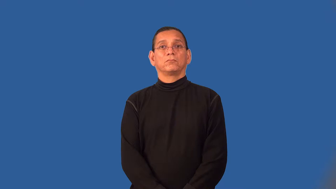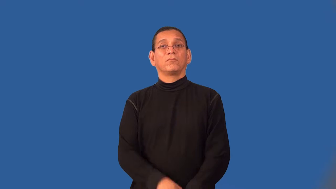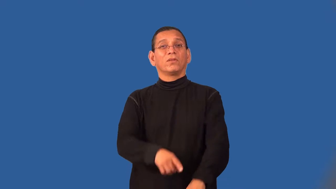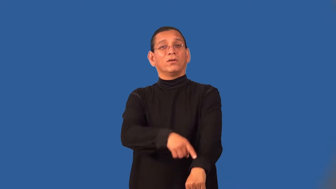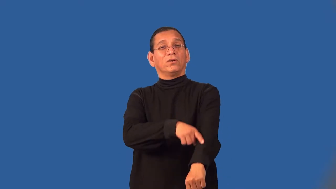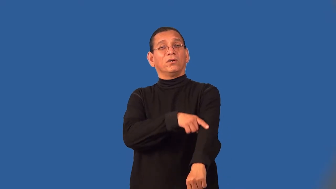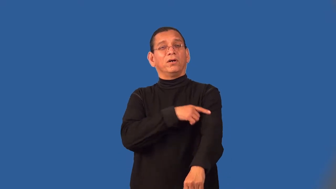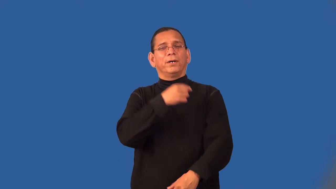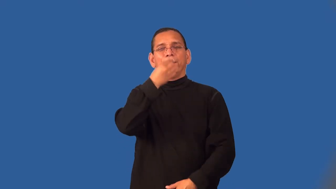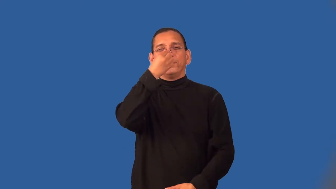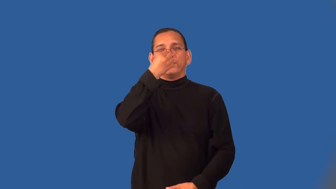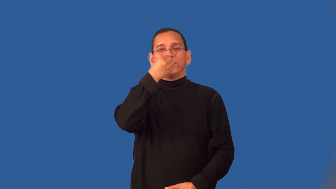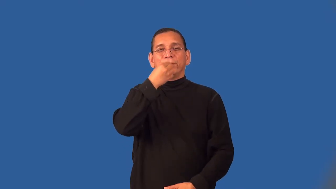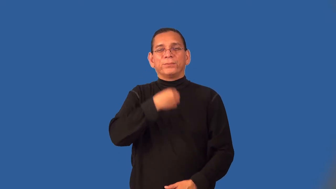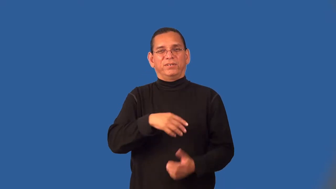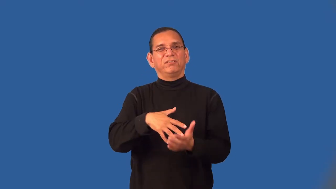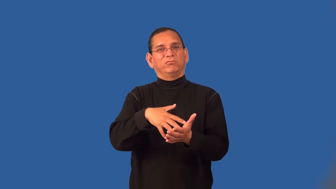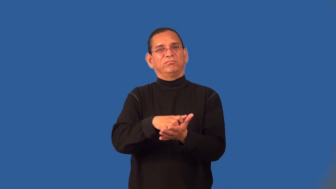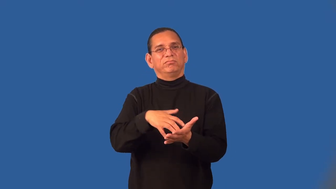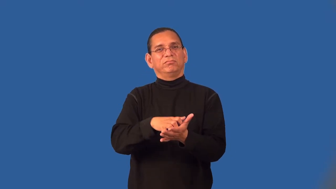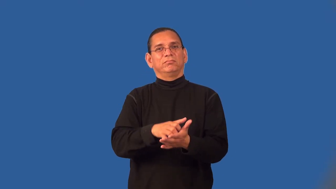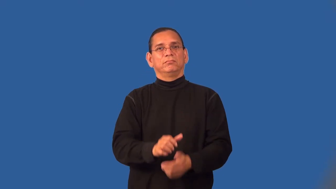spindly,willowy